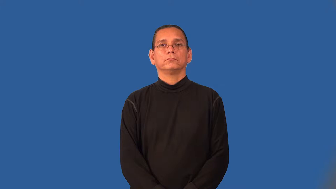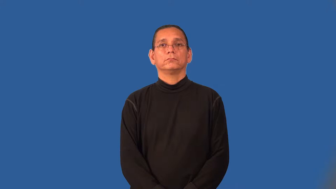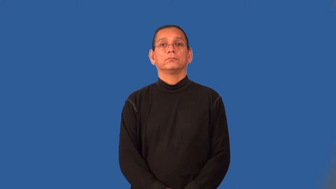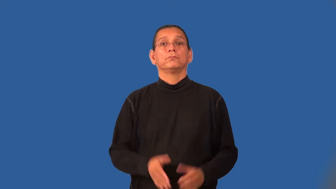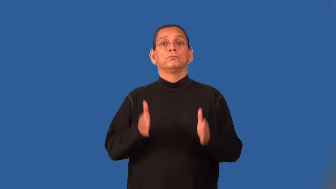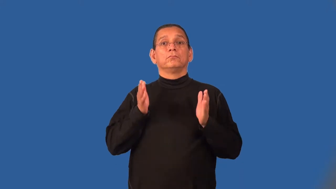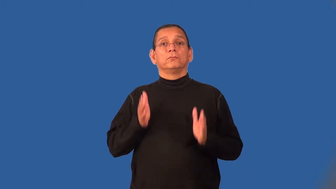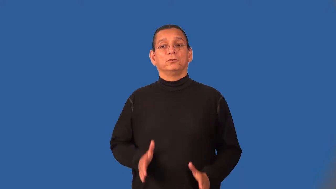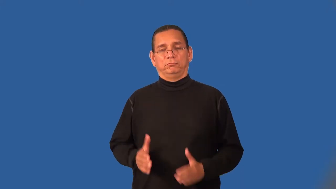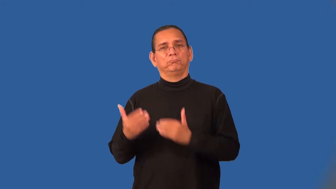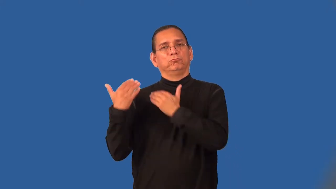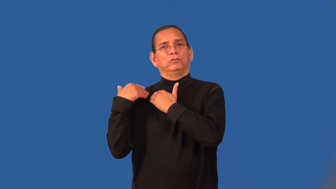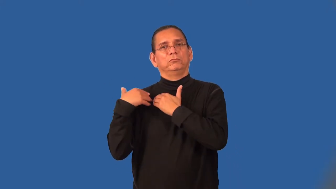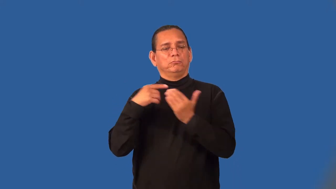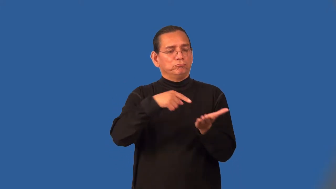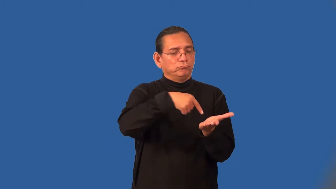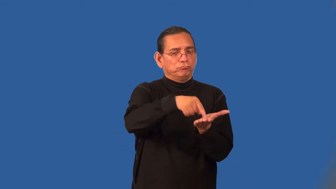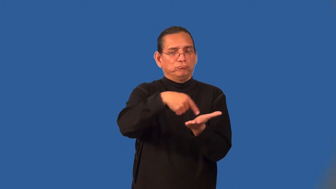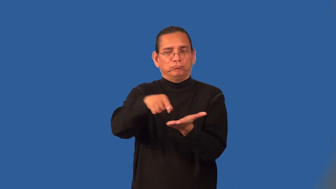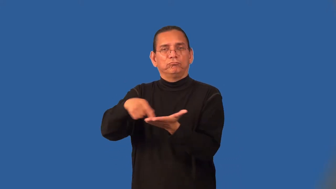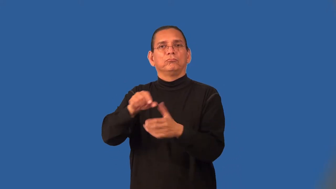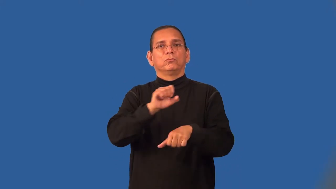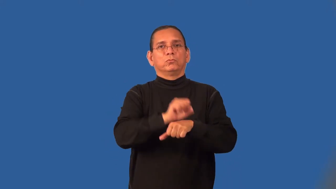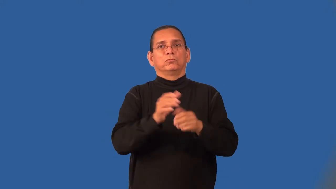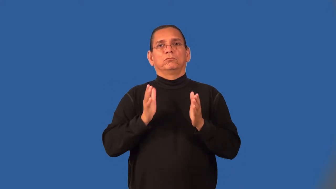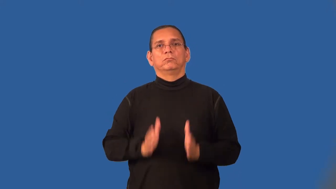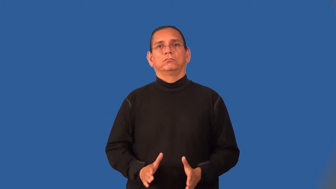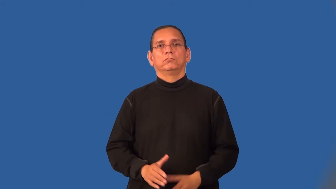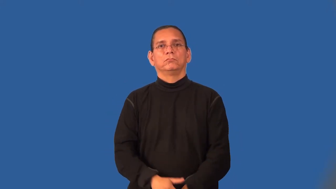paymaster